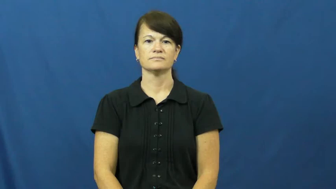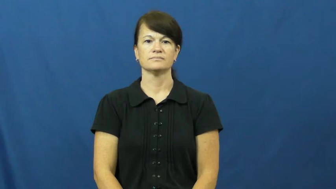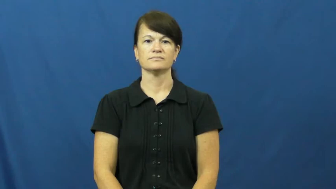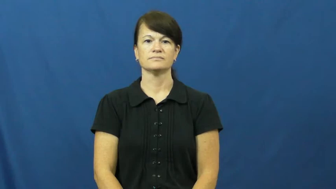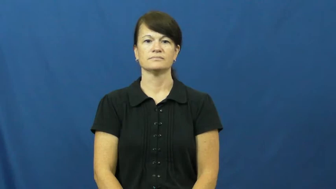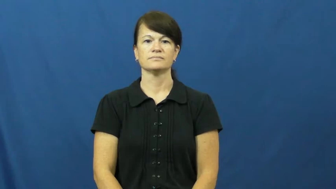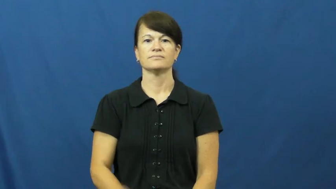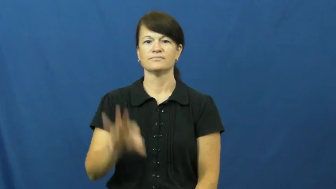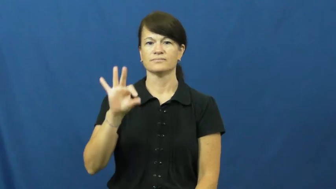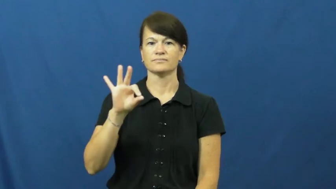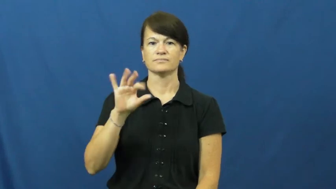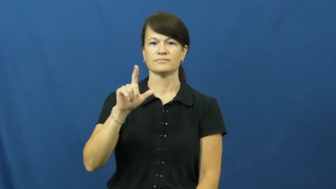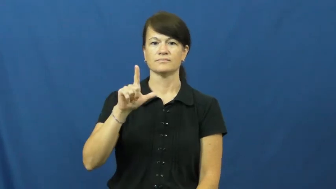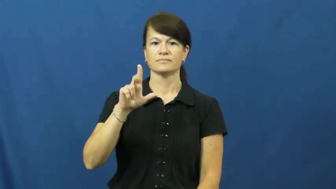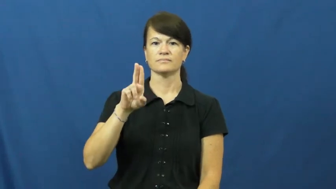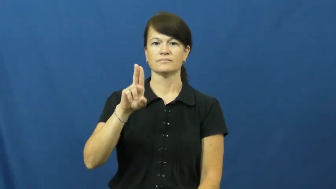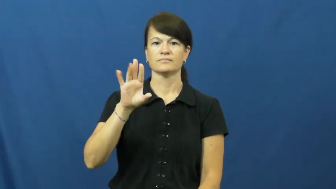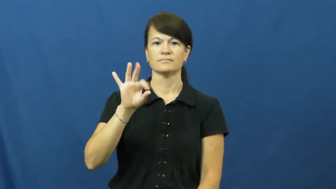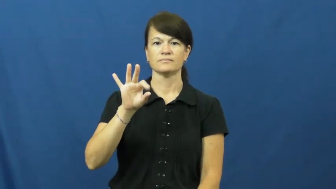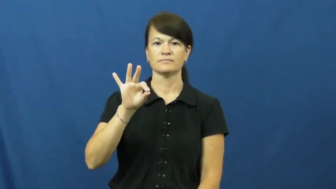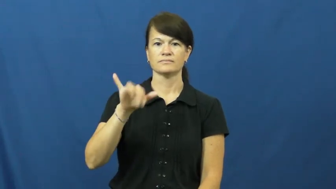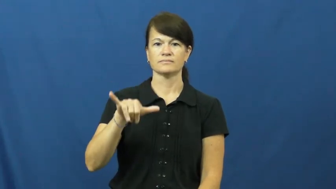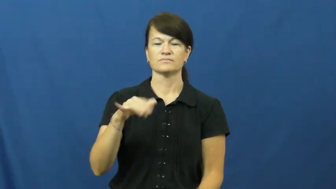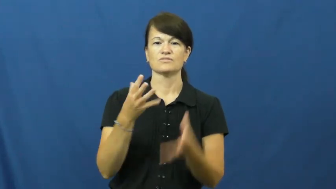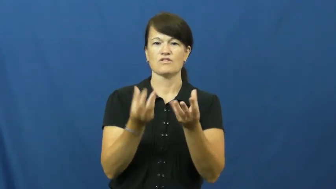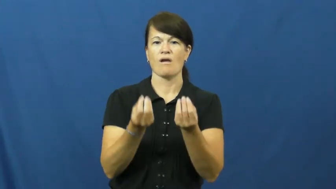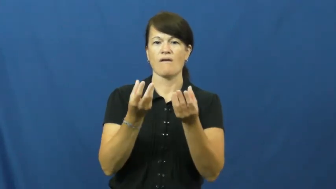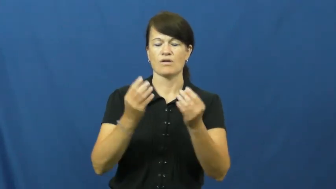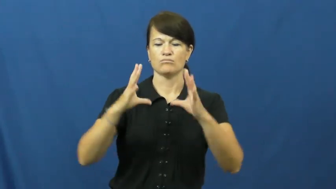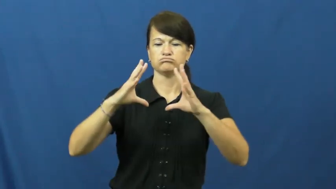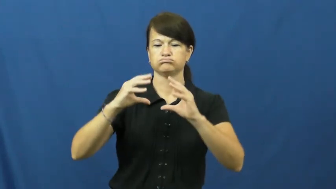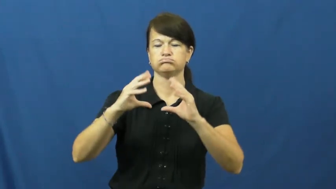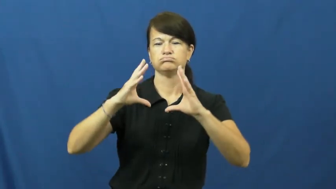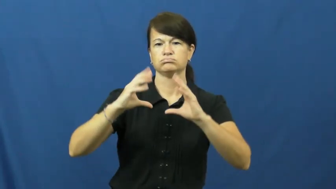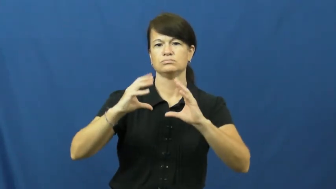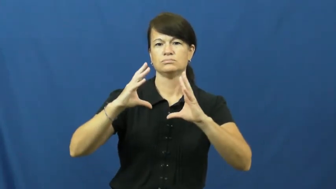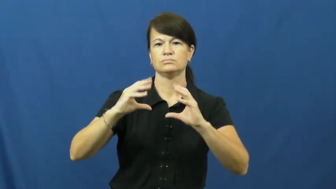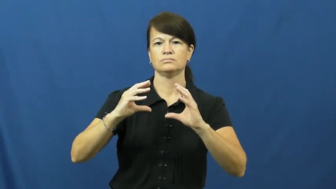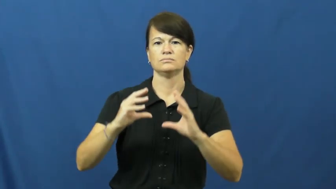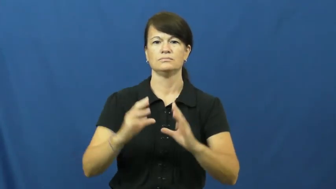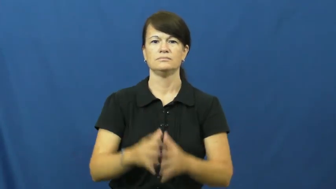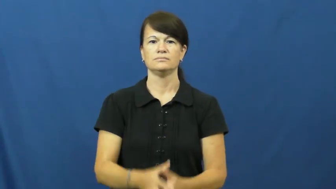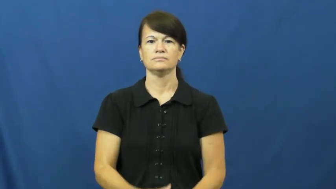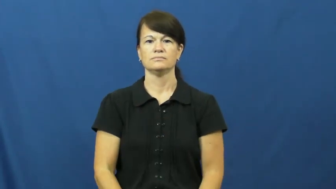fluffy